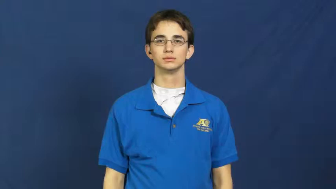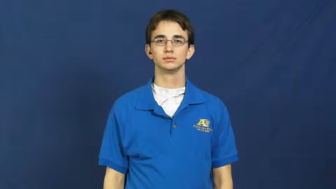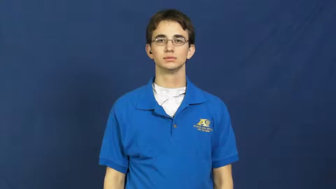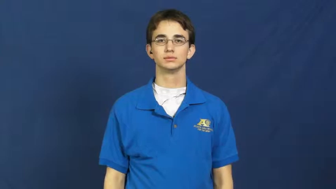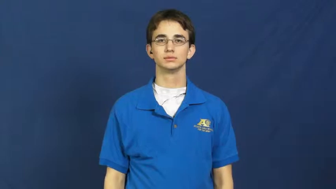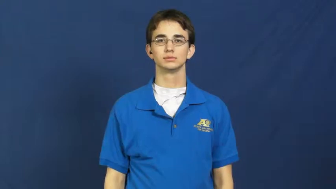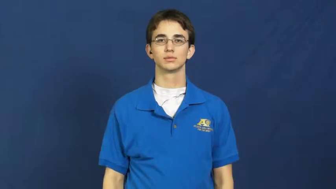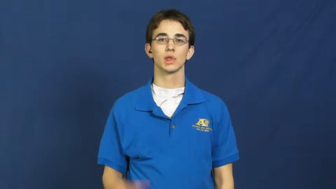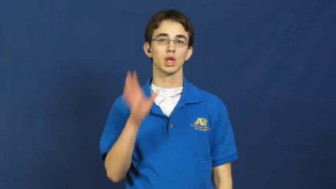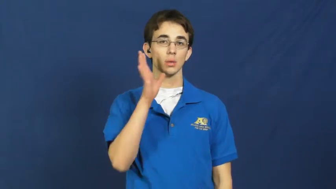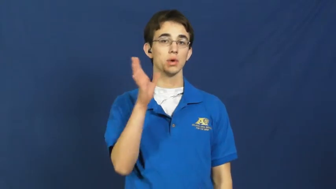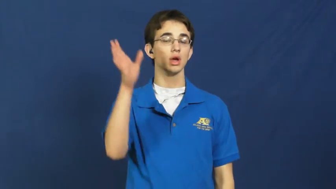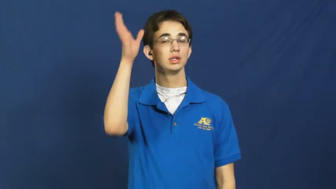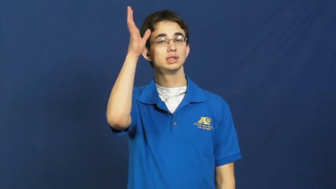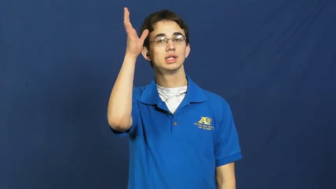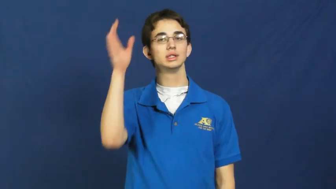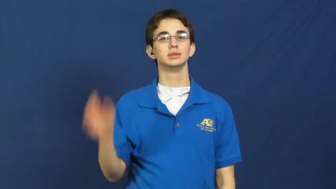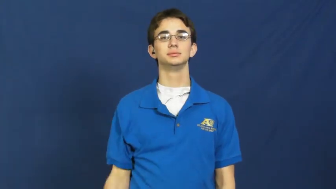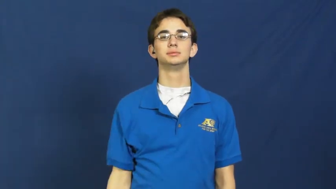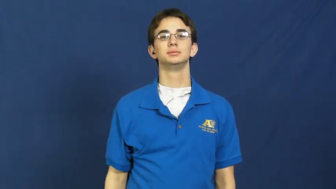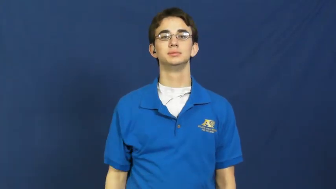parent,progenitor